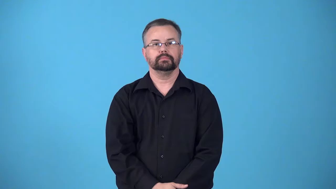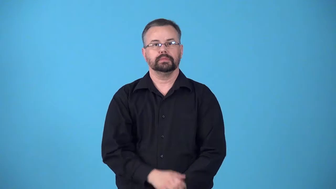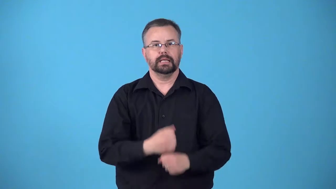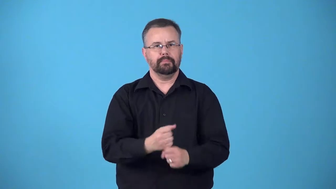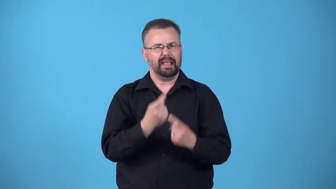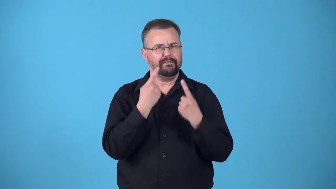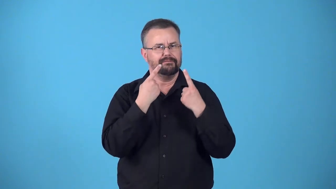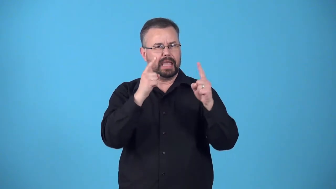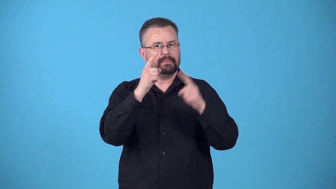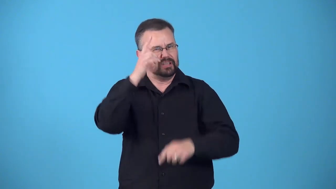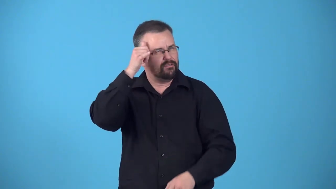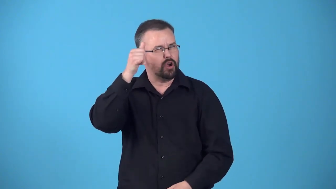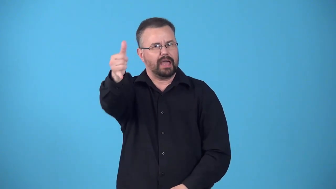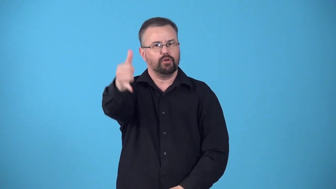eternalize,eternize